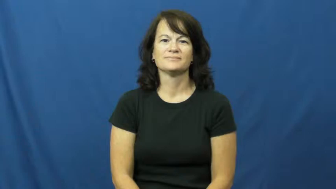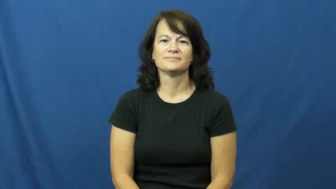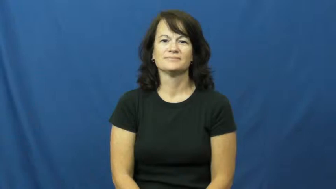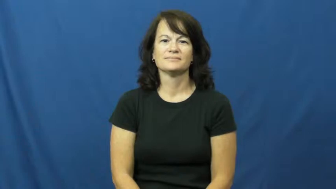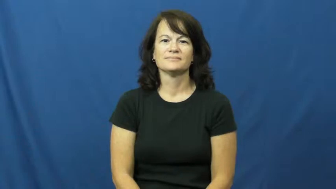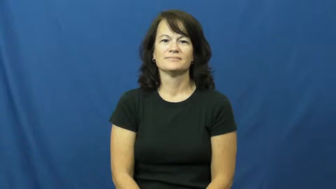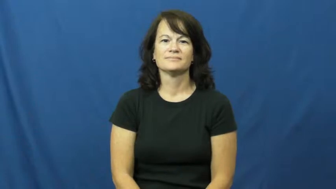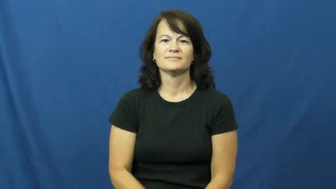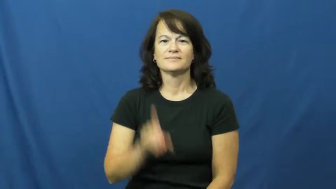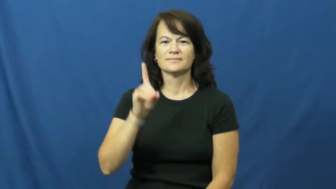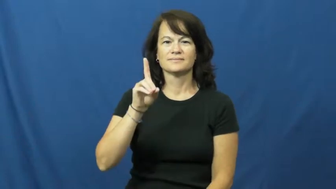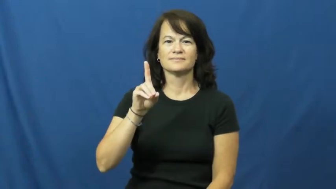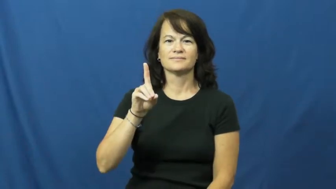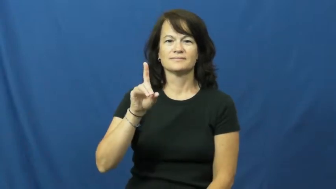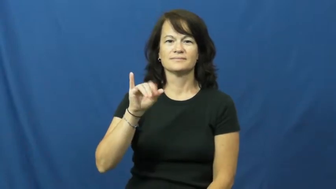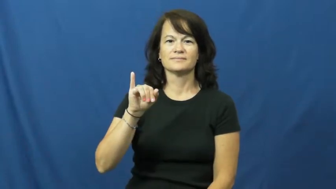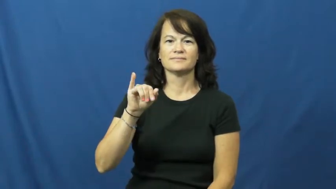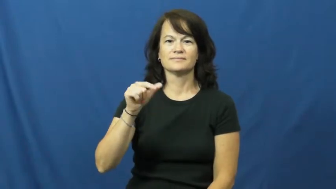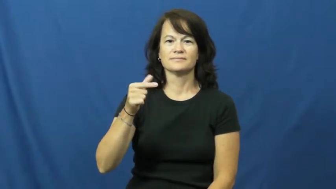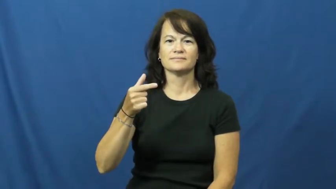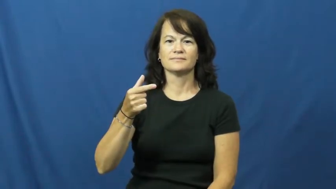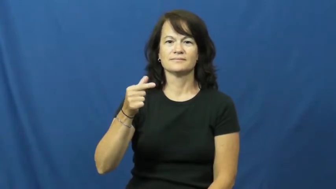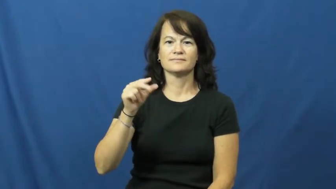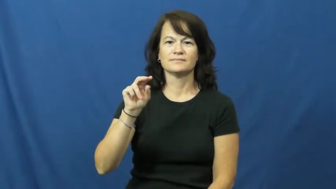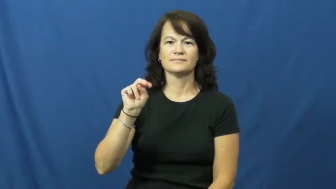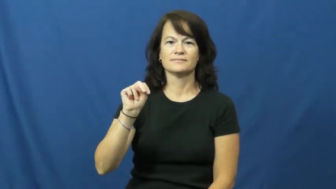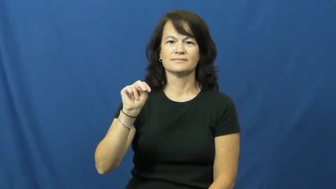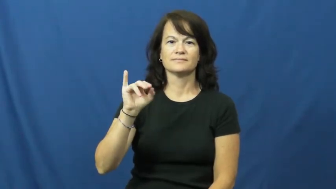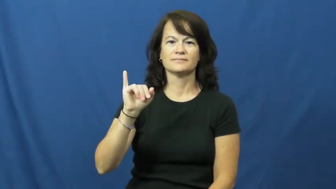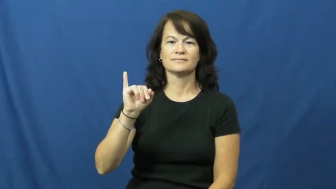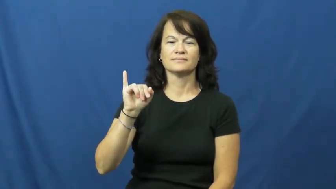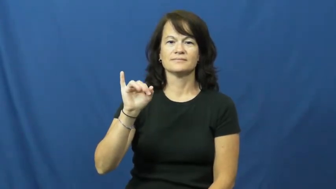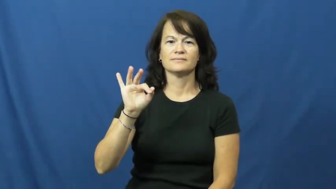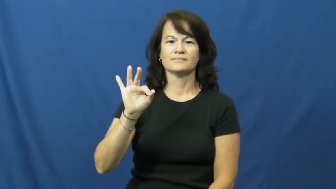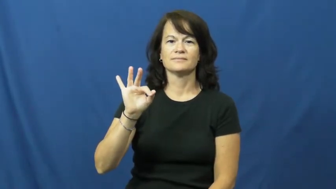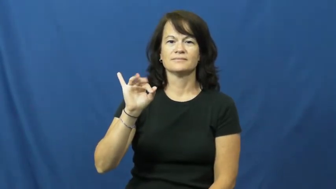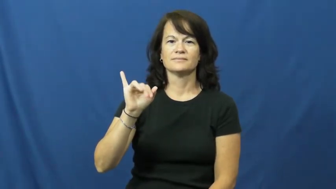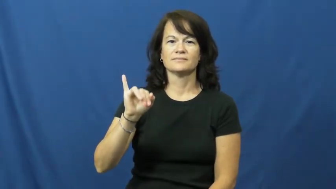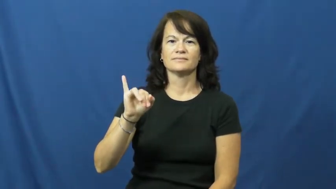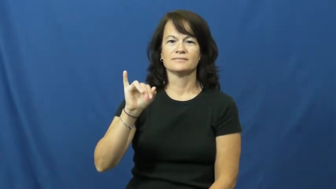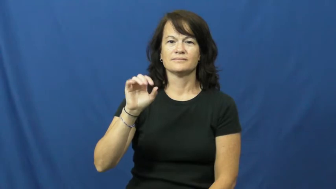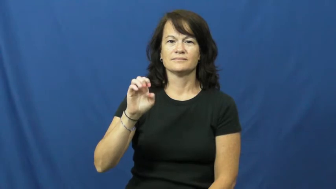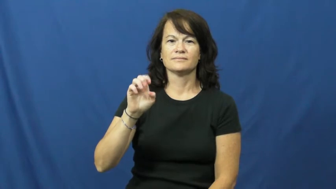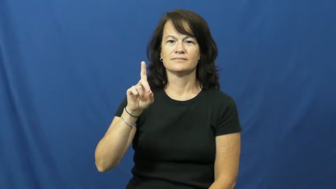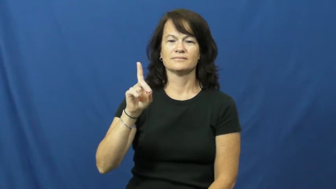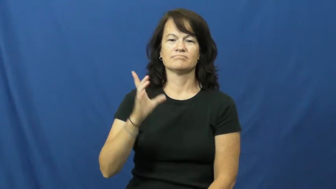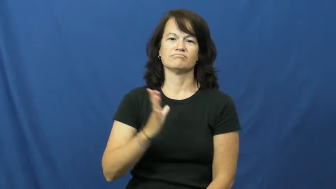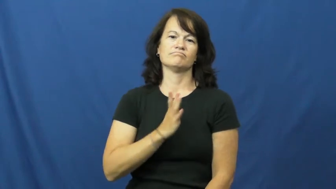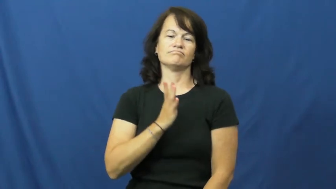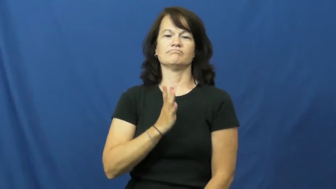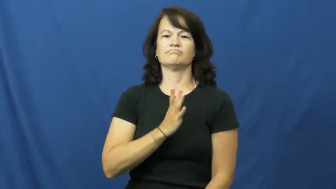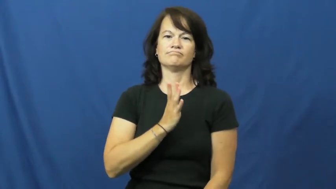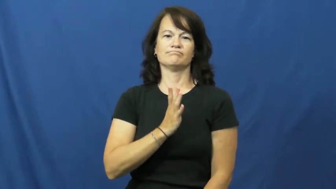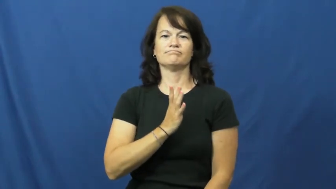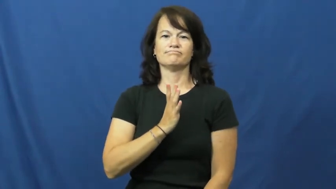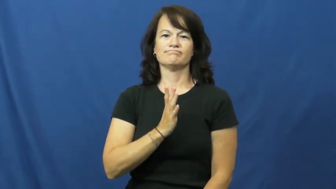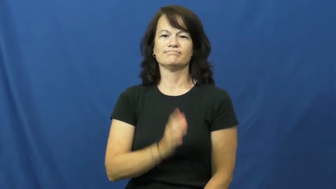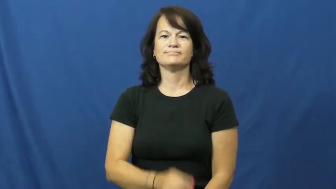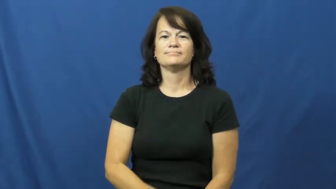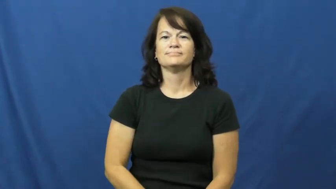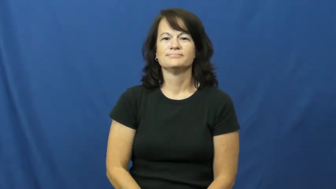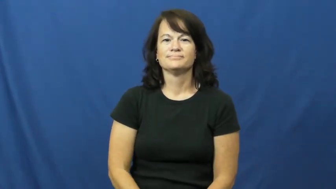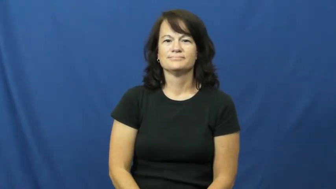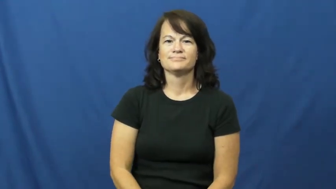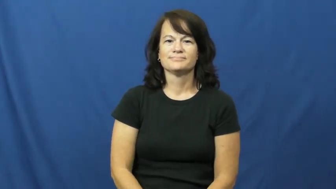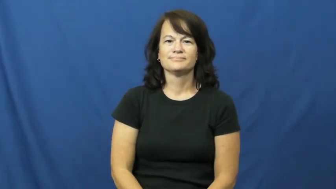dignified